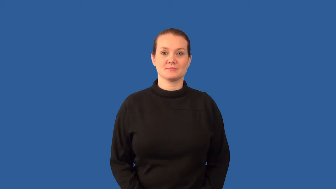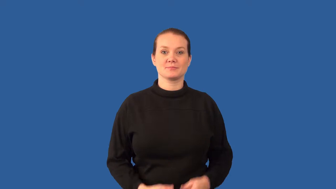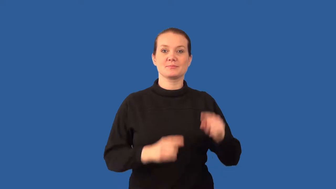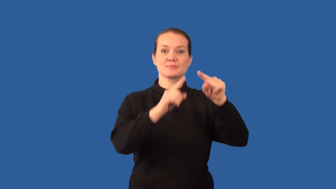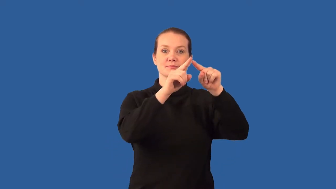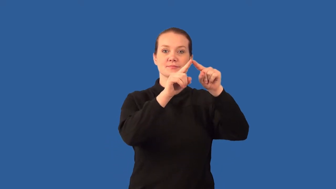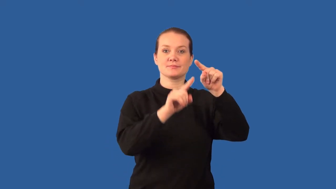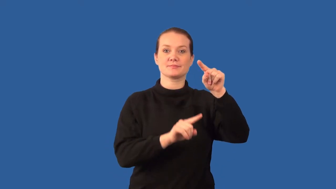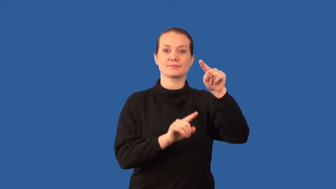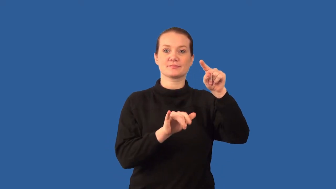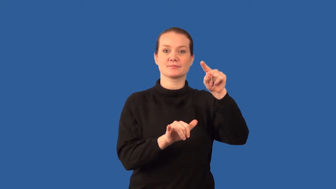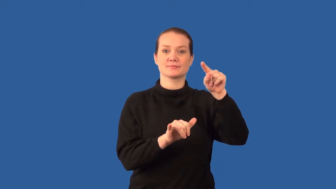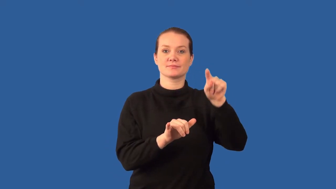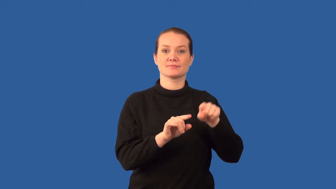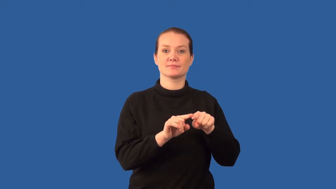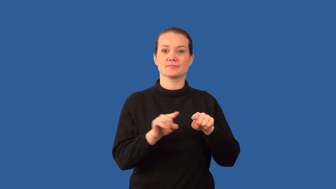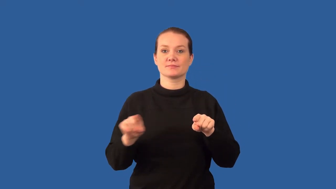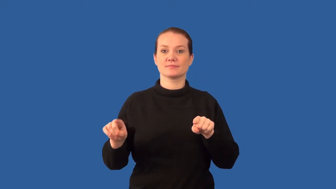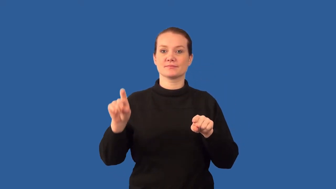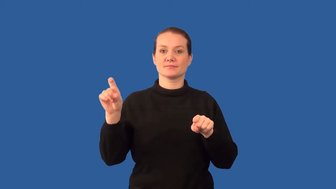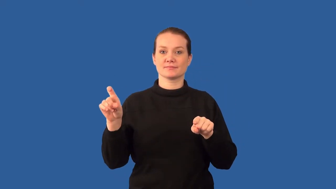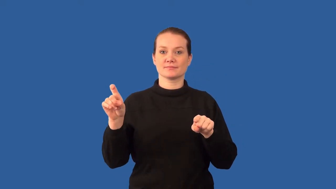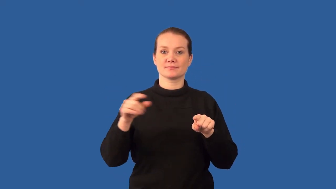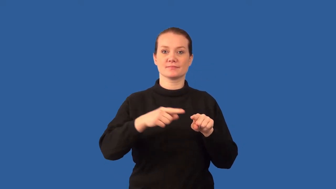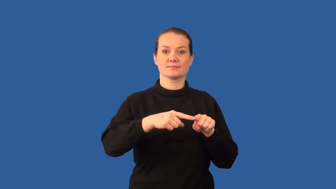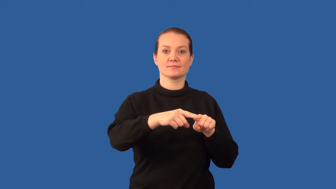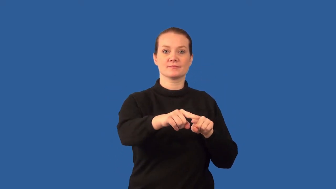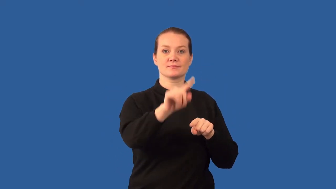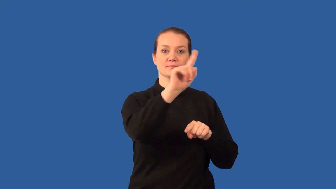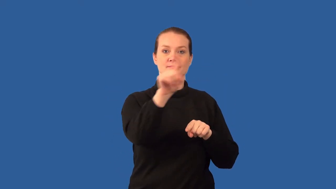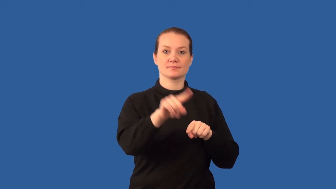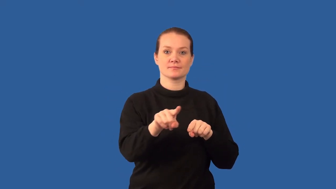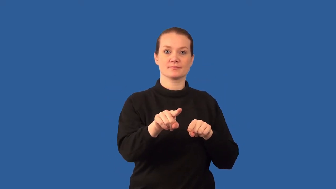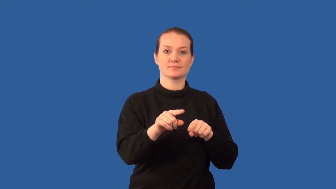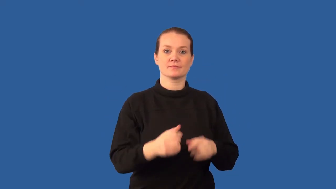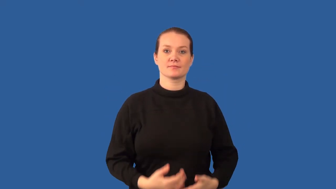coordinate-math system